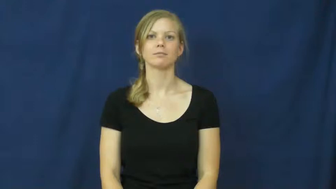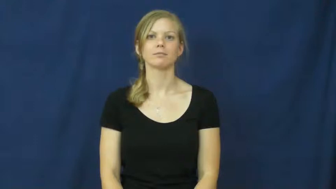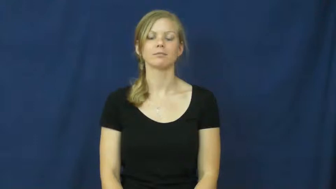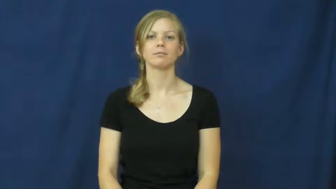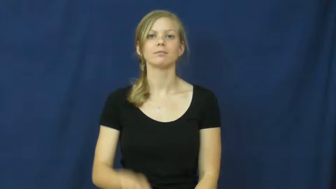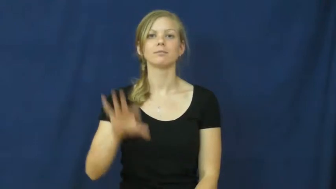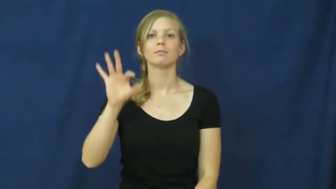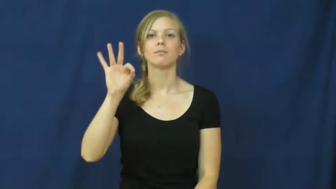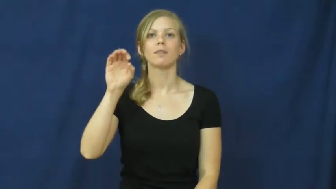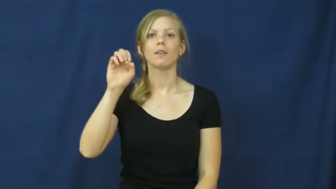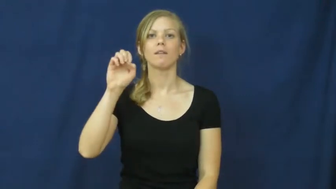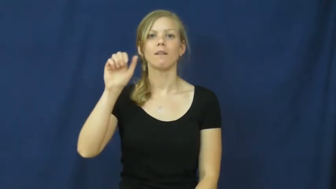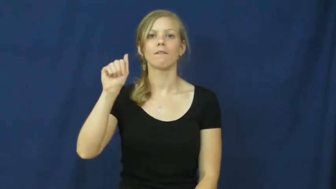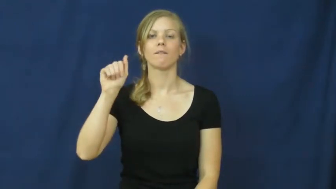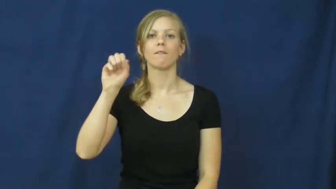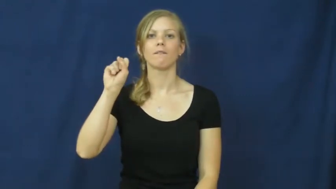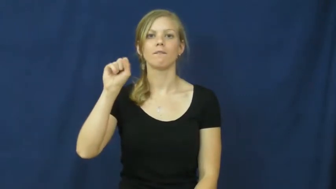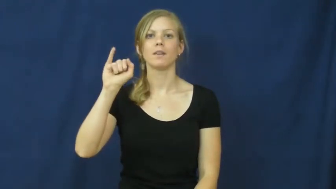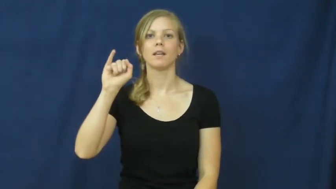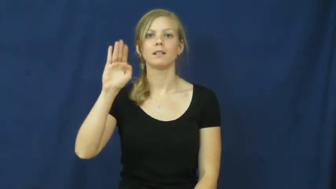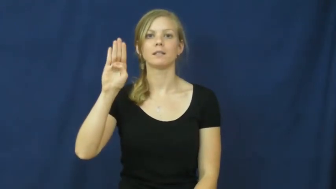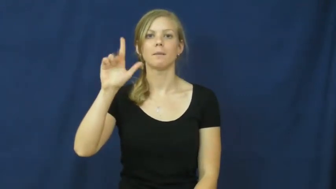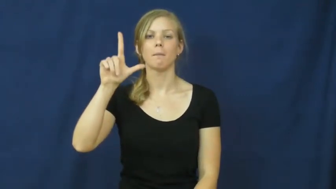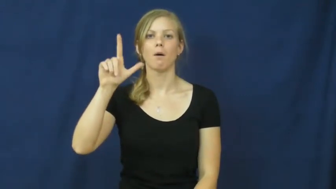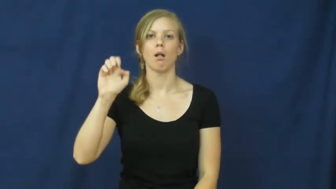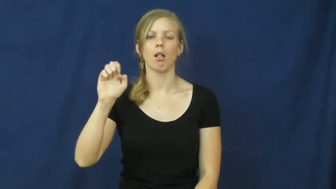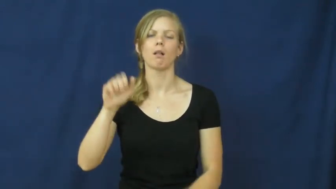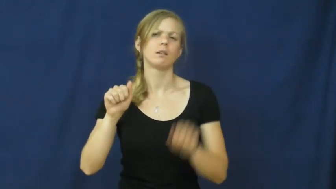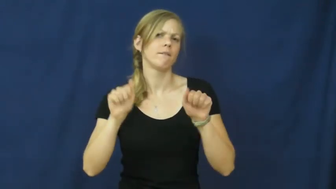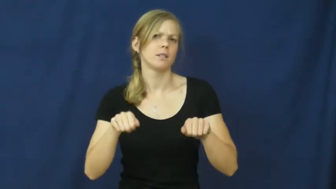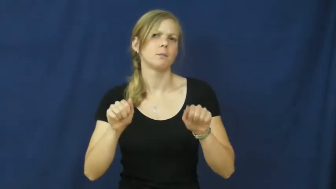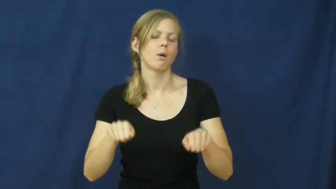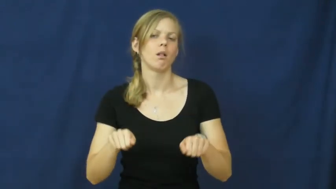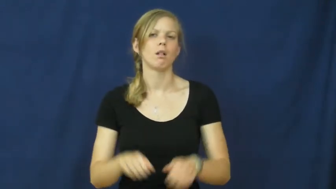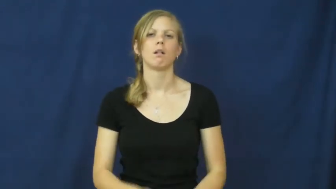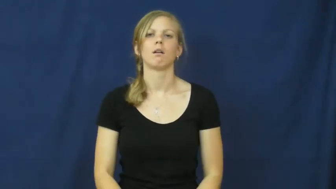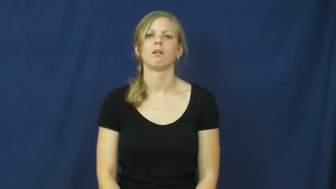feasible